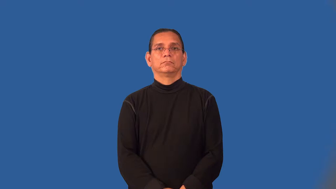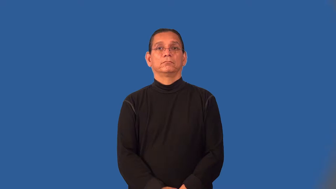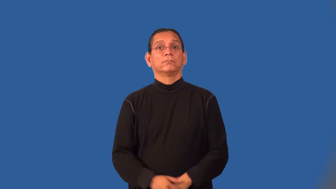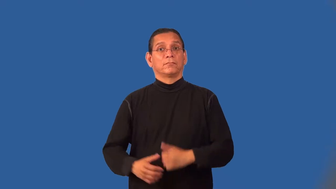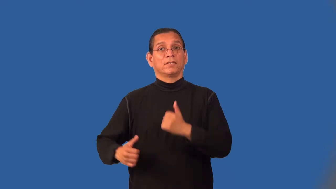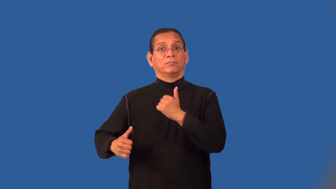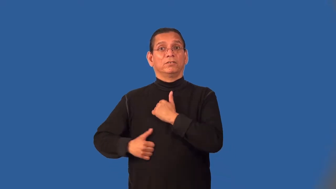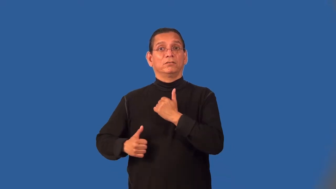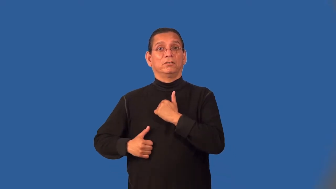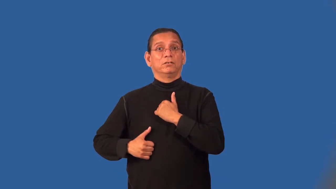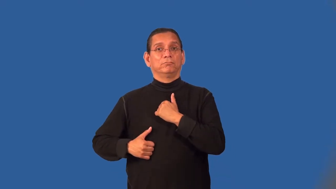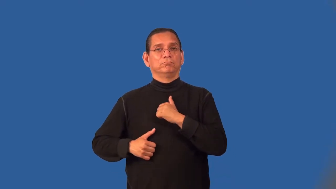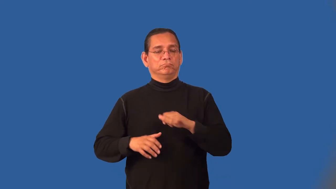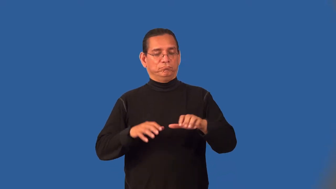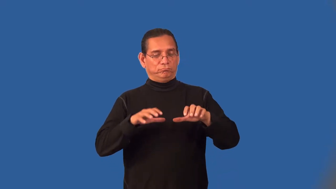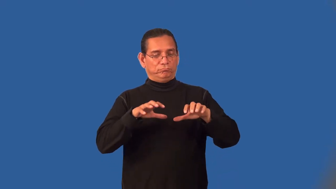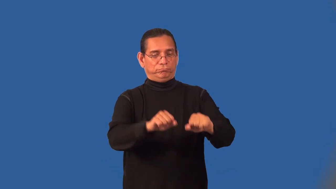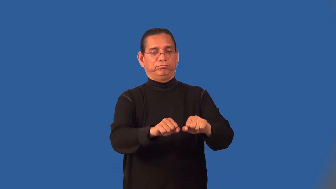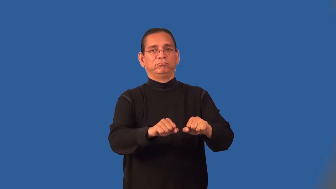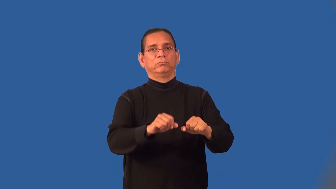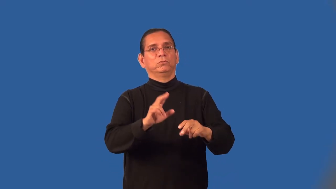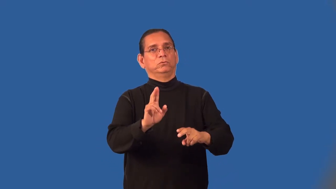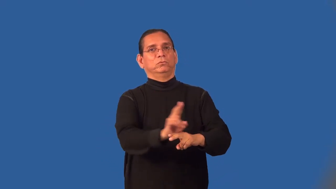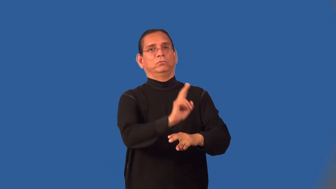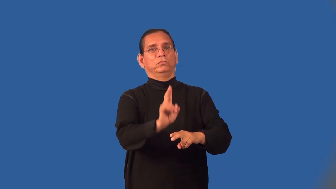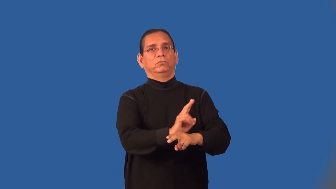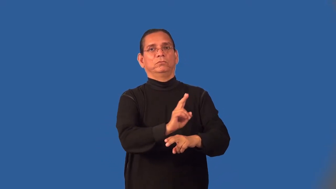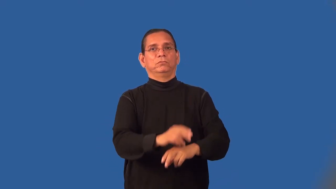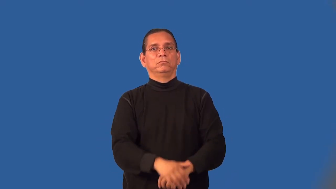militarize